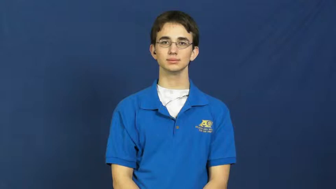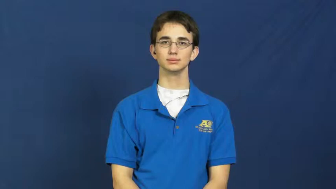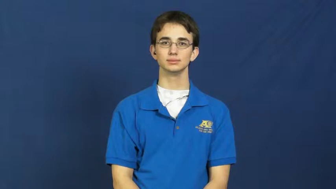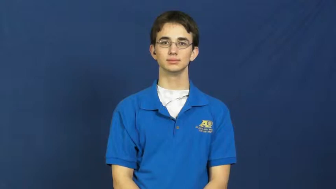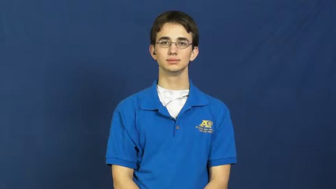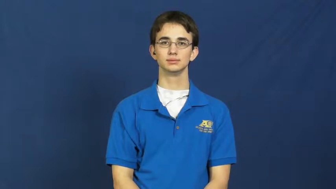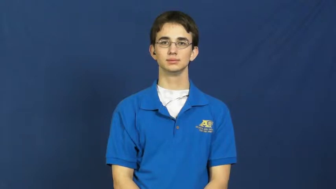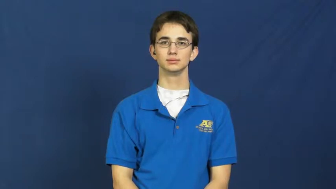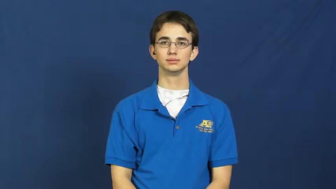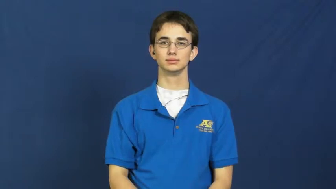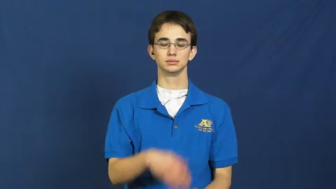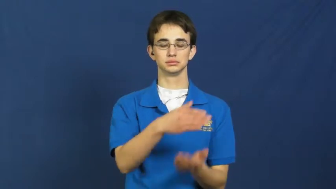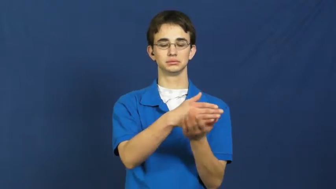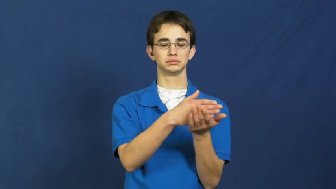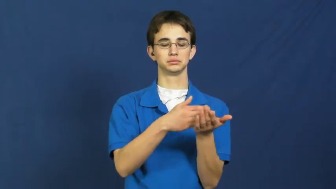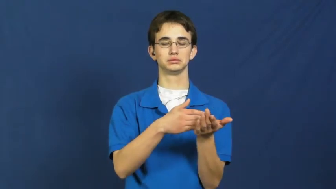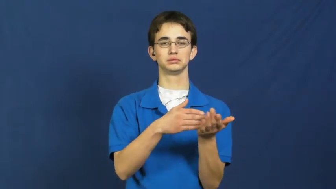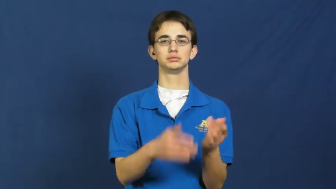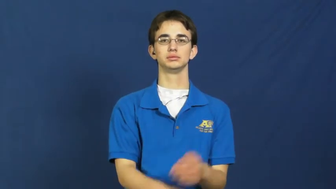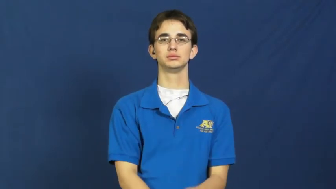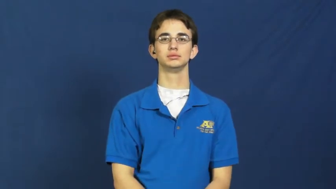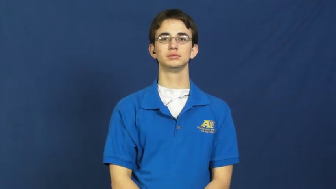portion